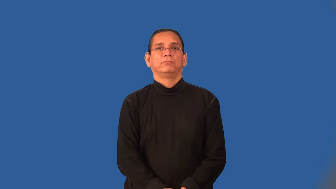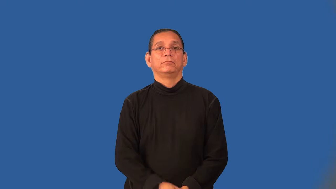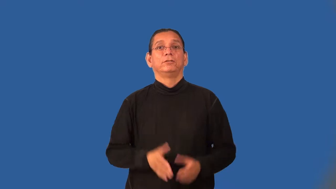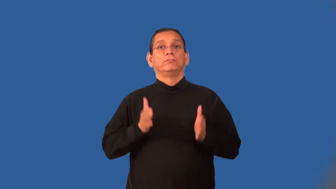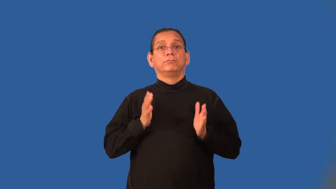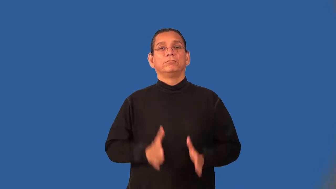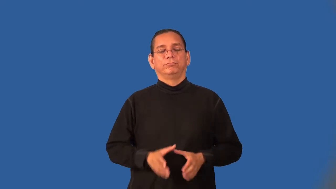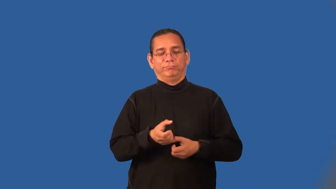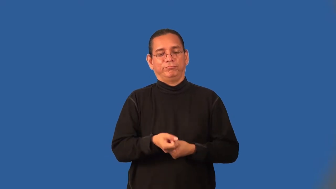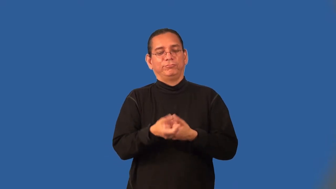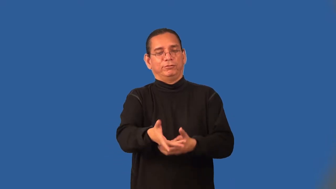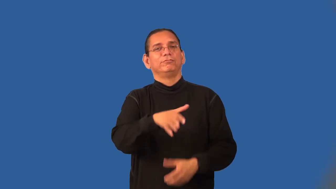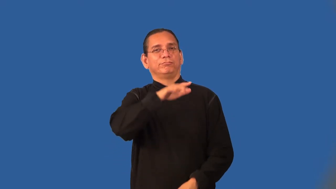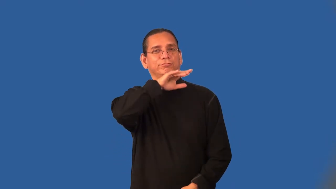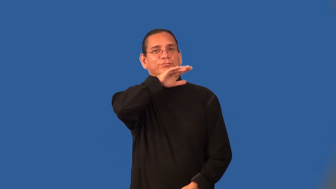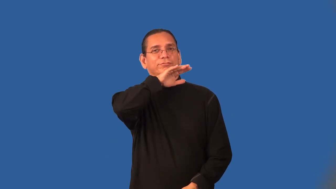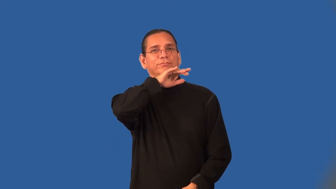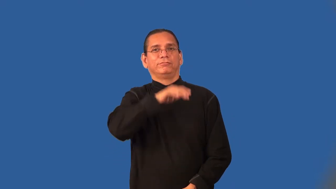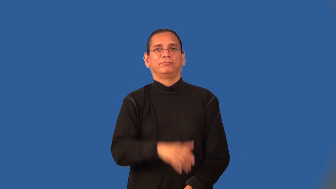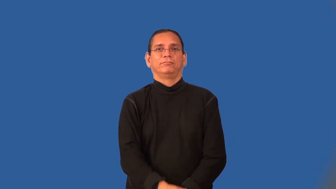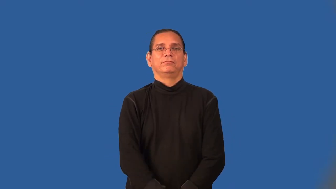defiler